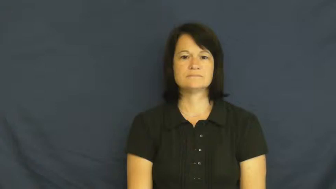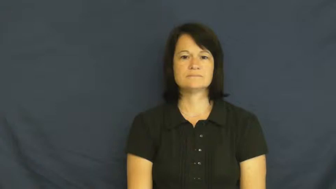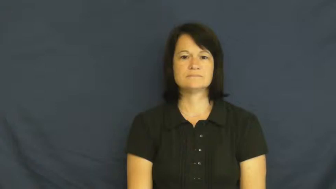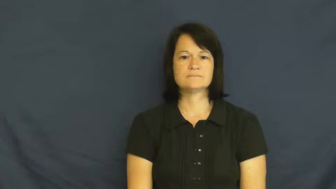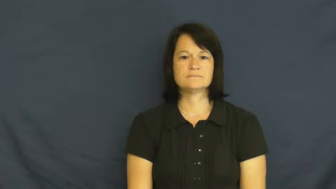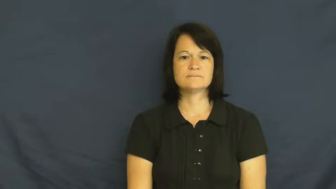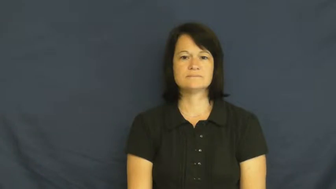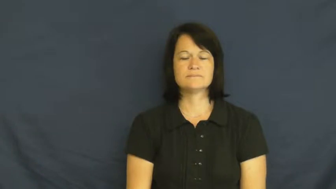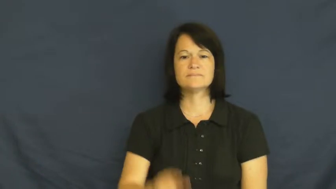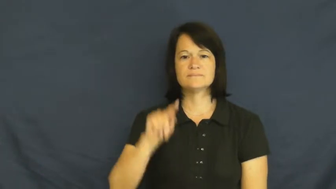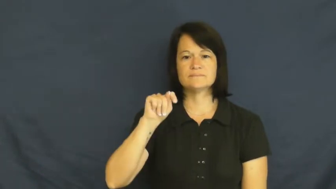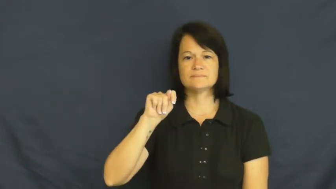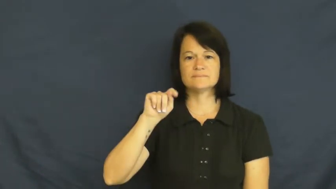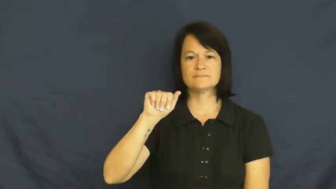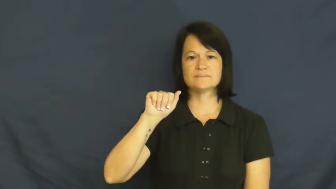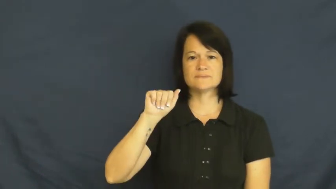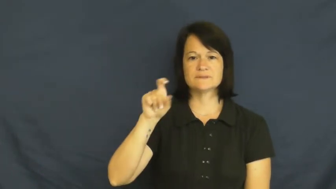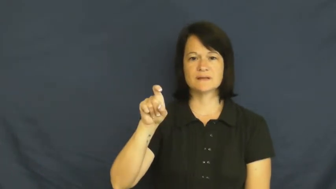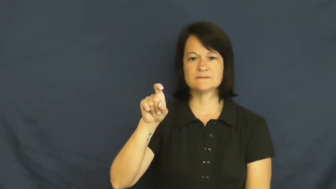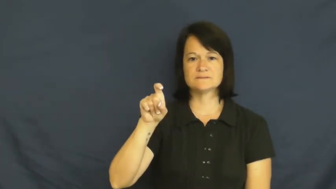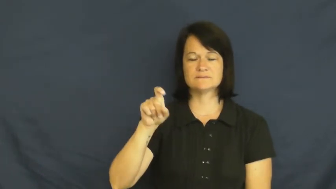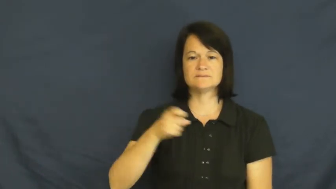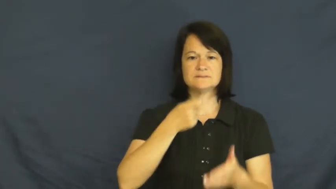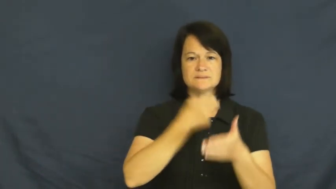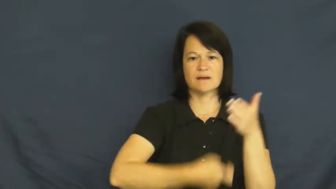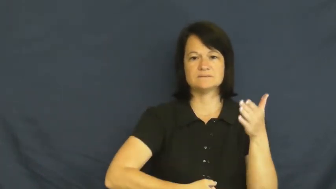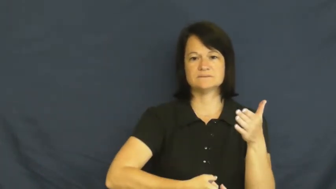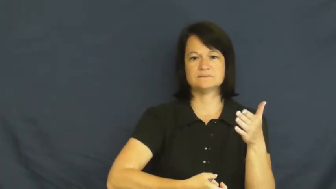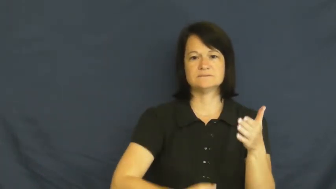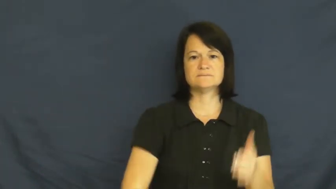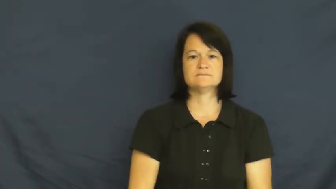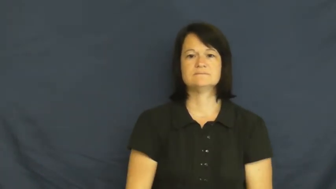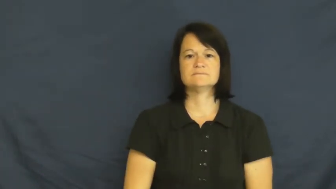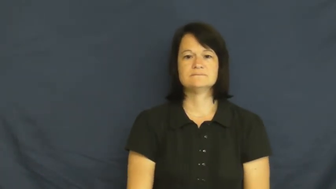tax,tariff